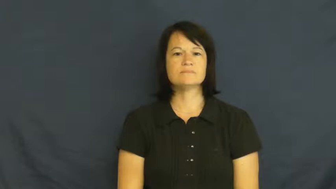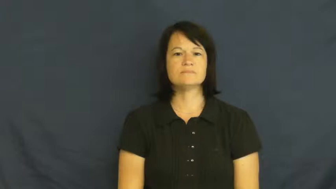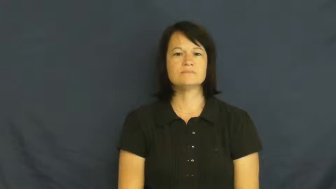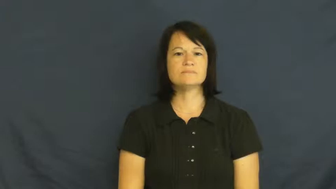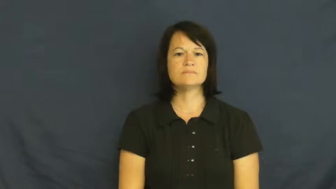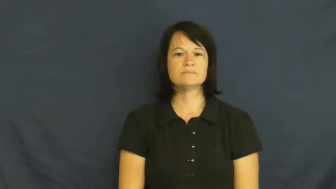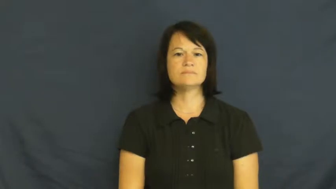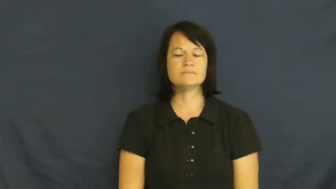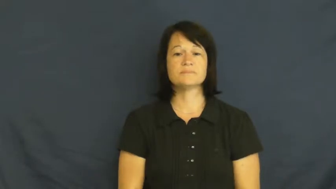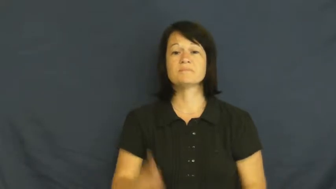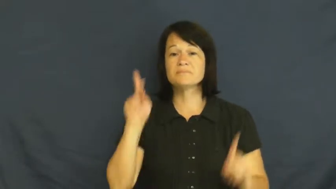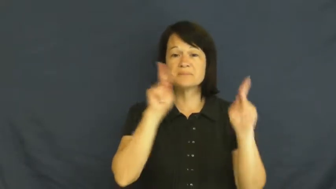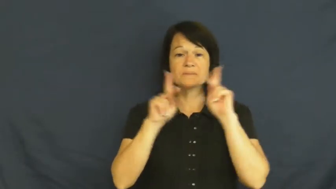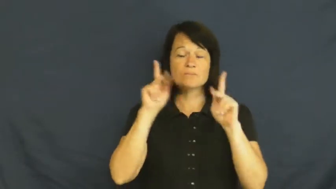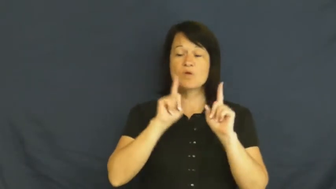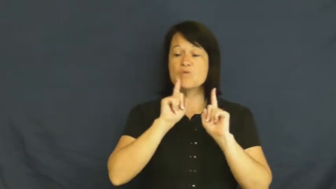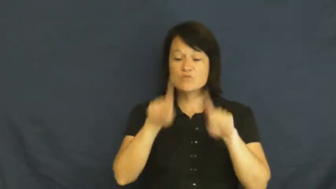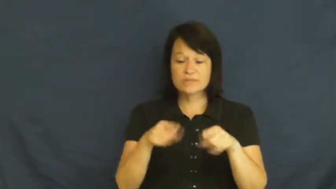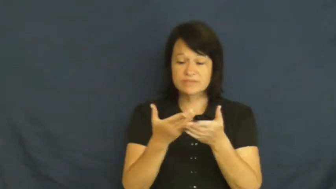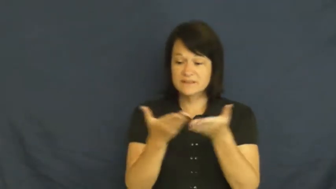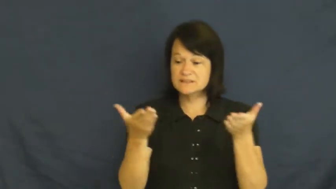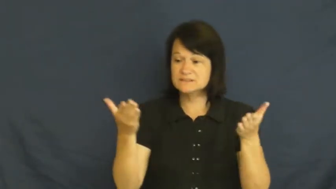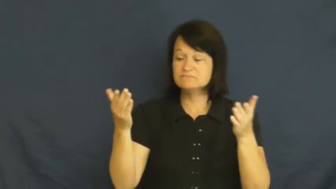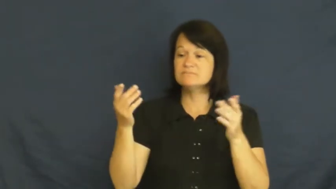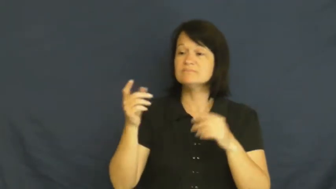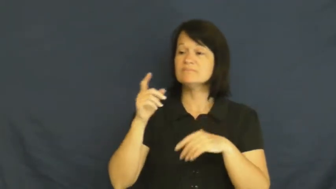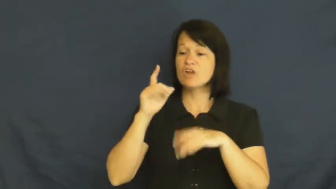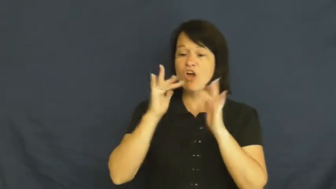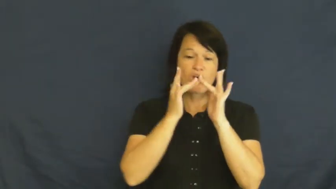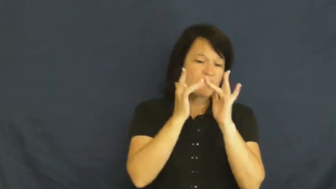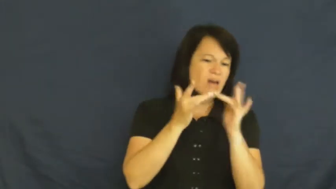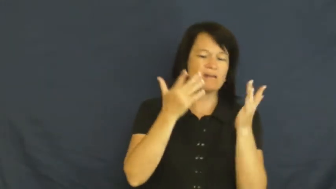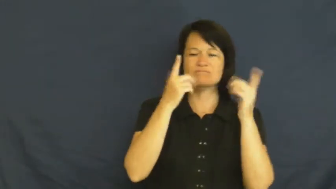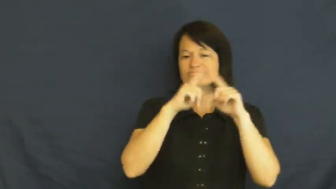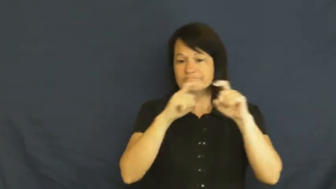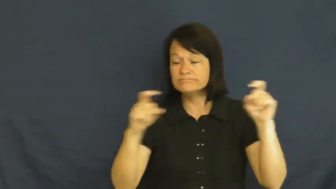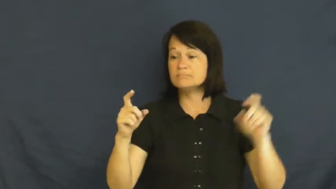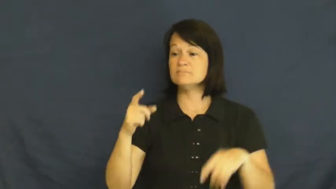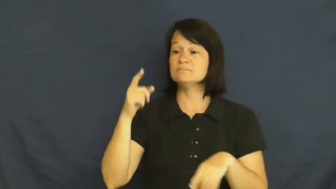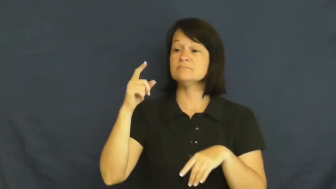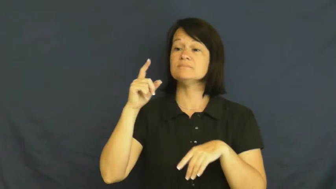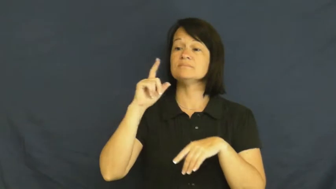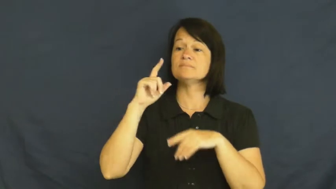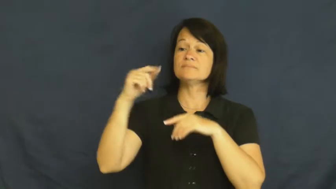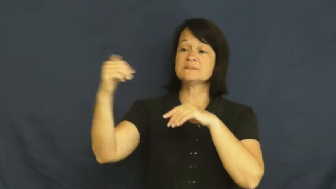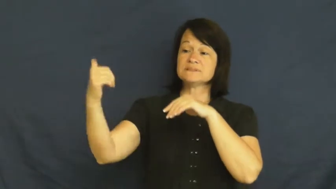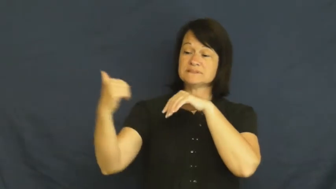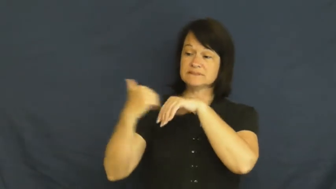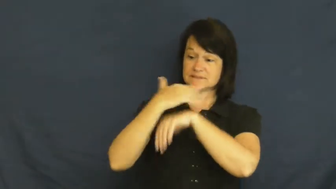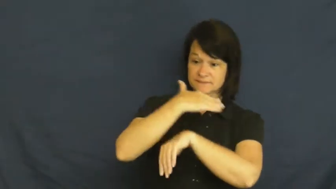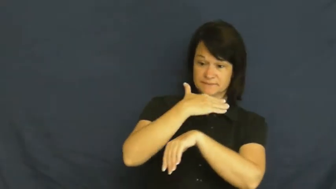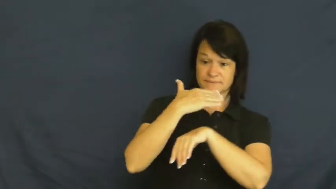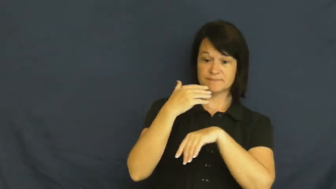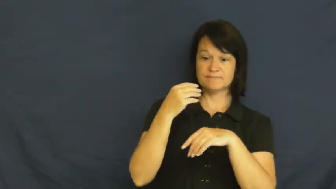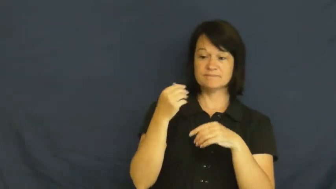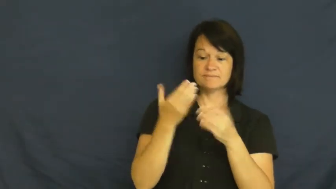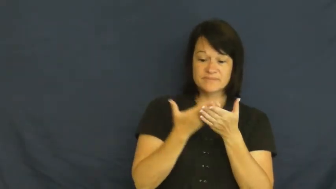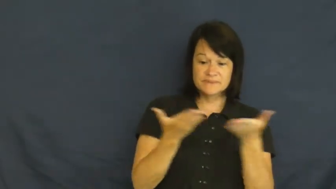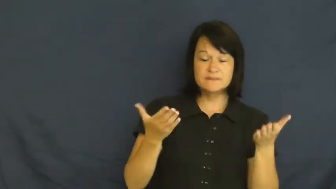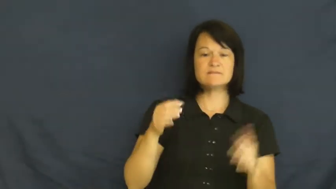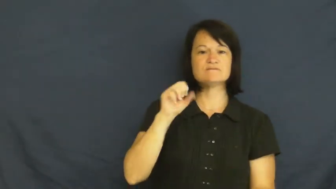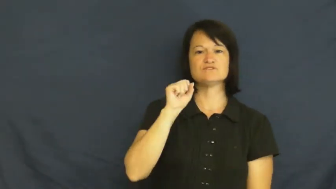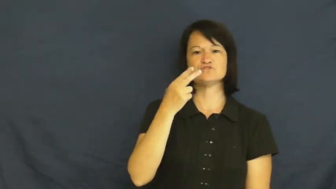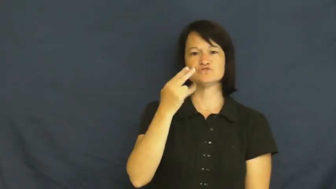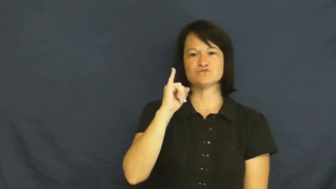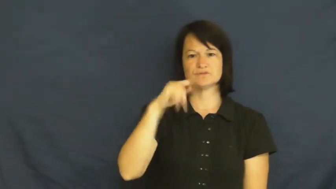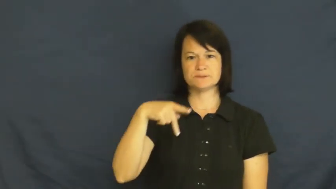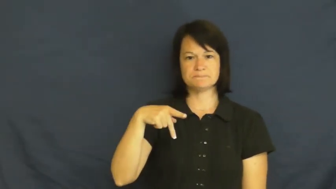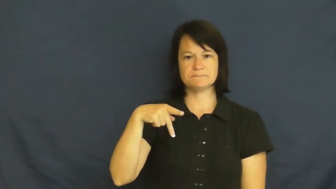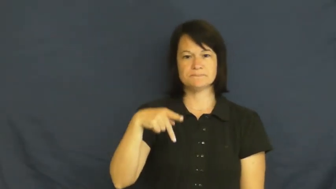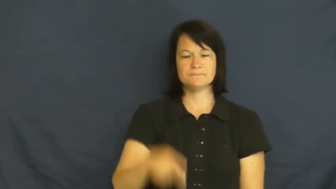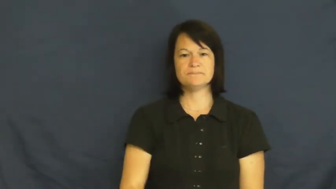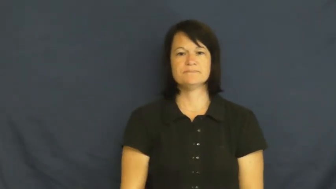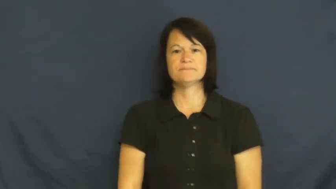ship-send